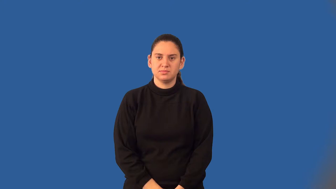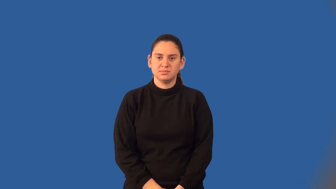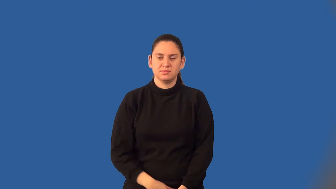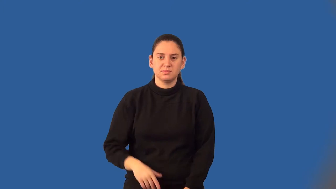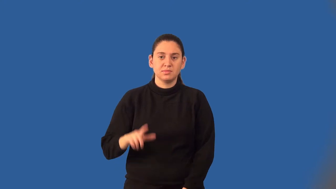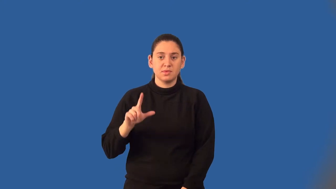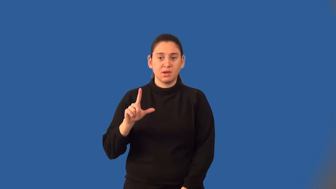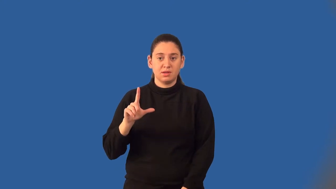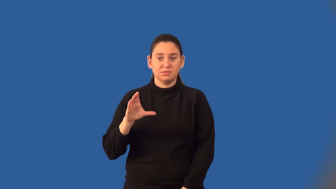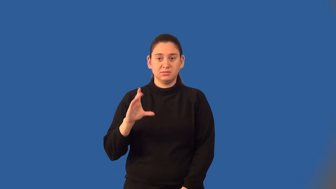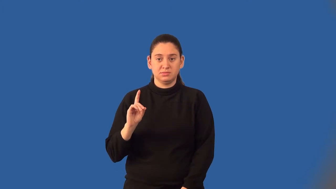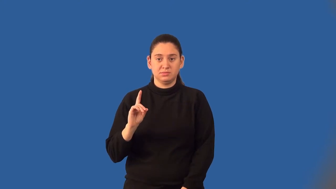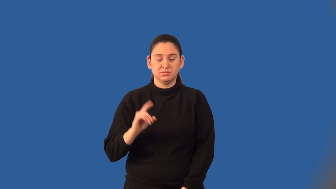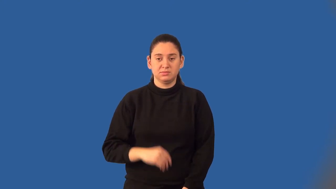least common denominator